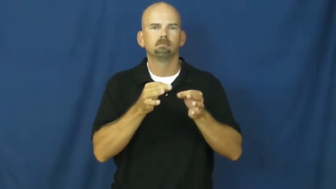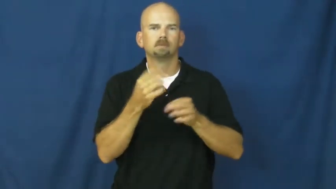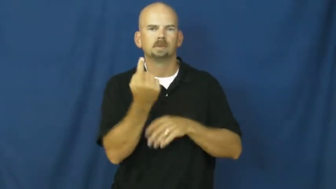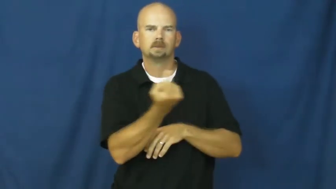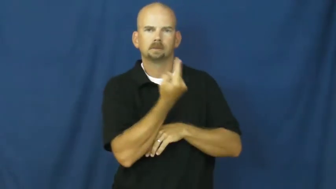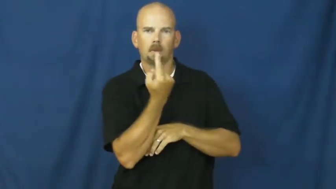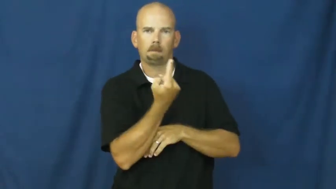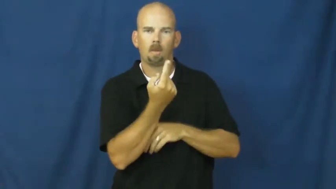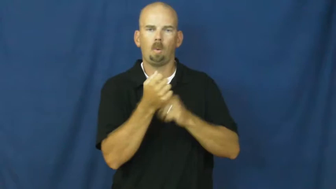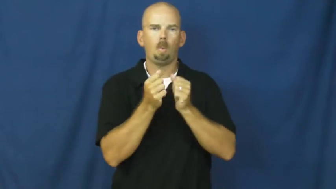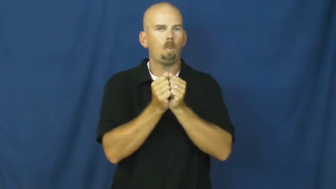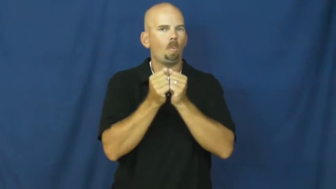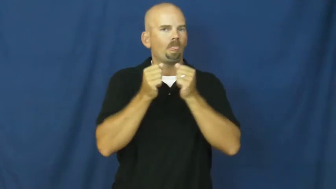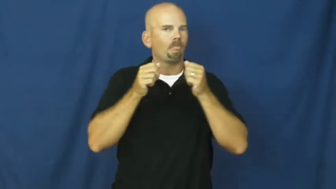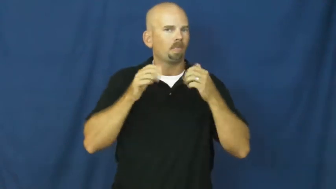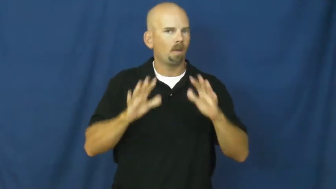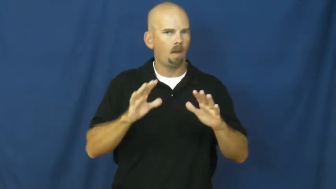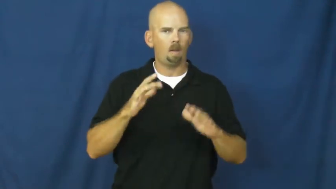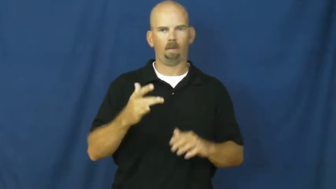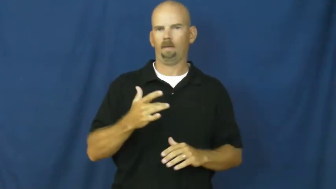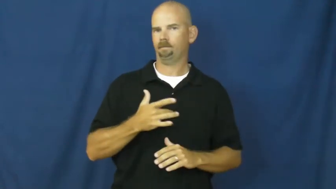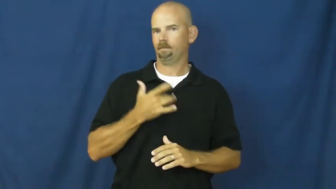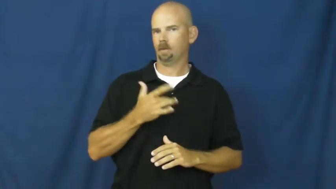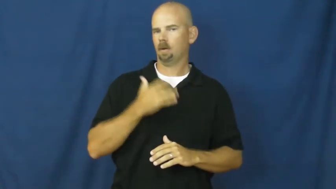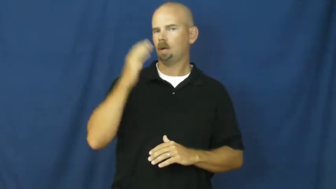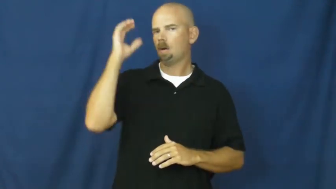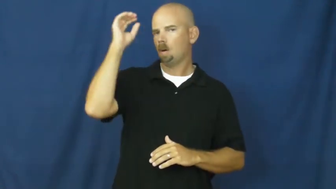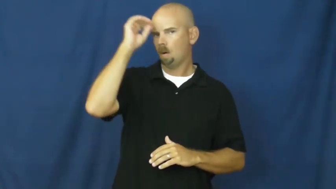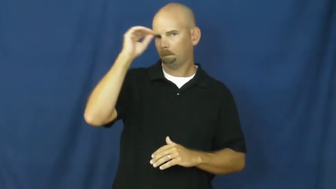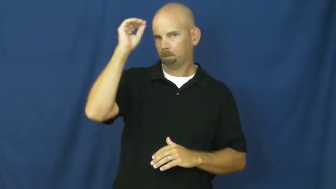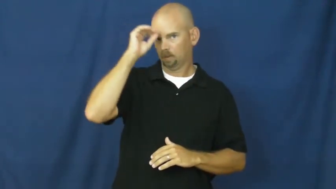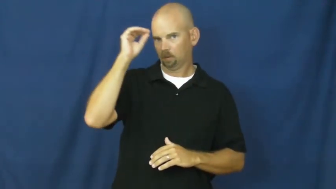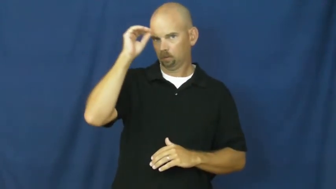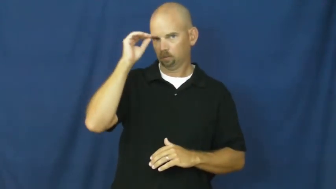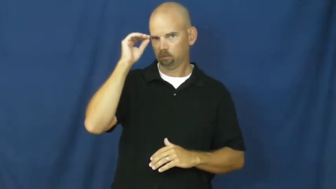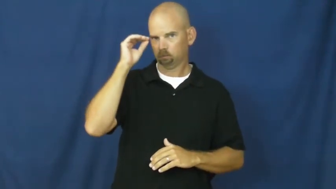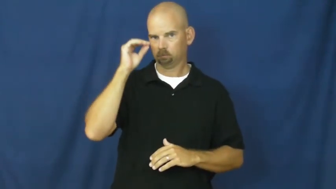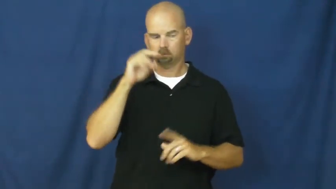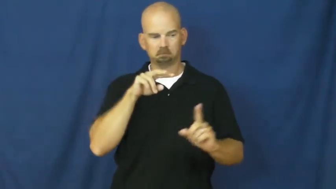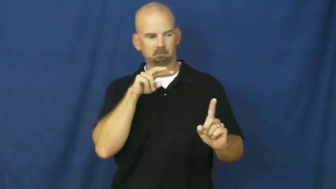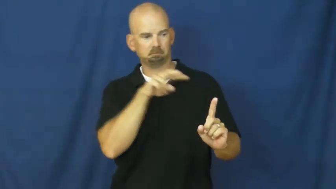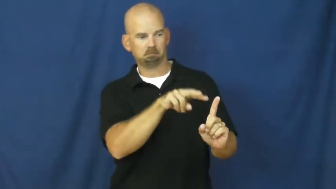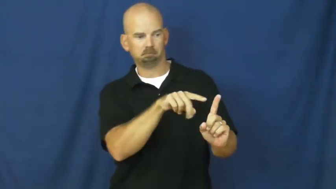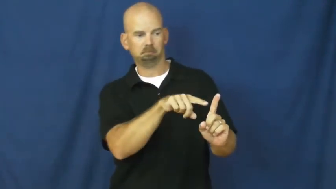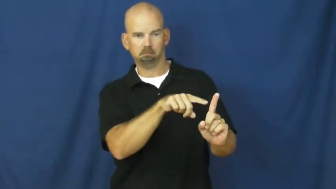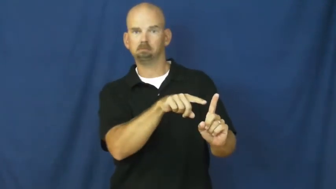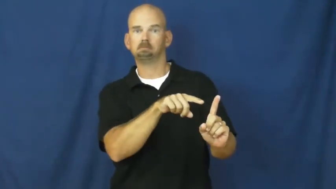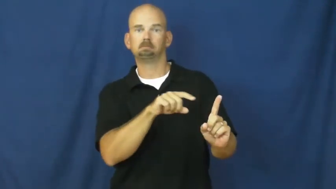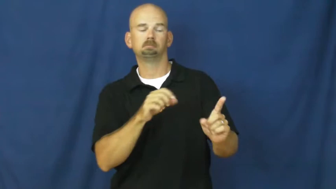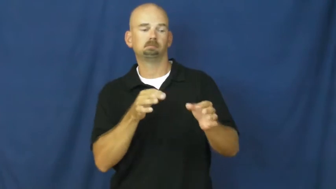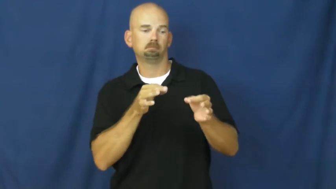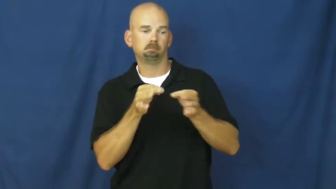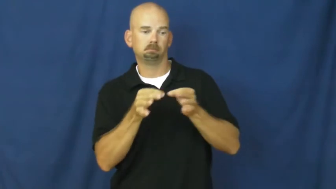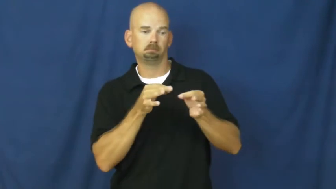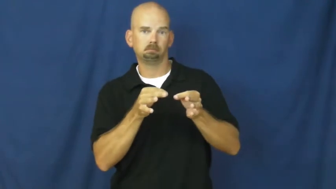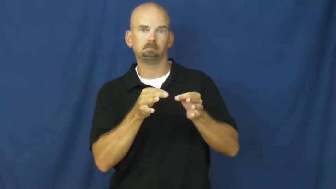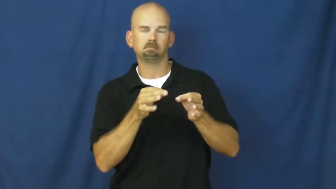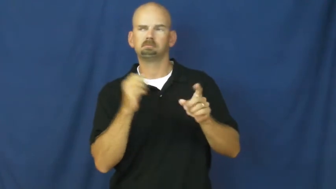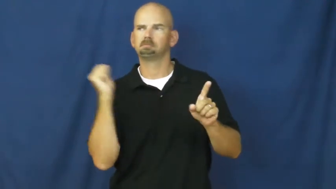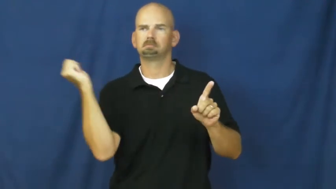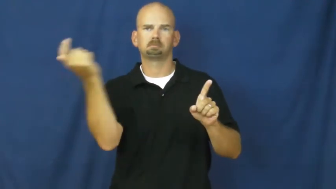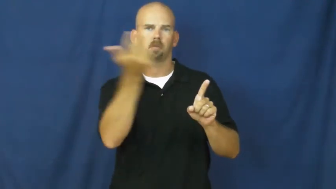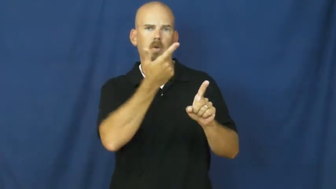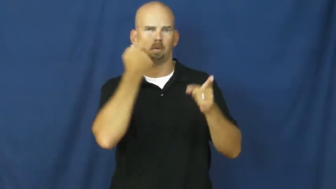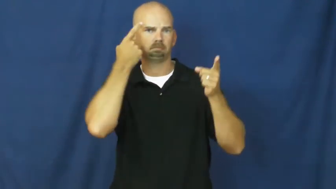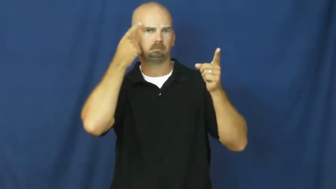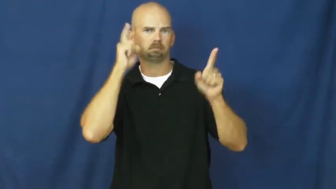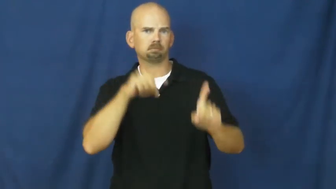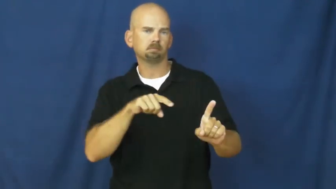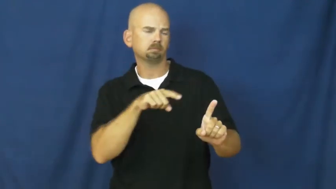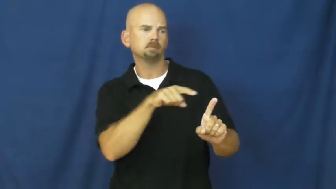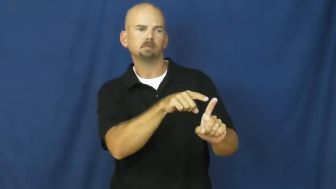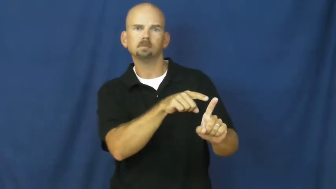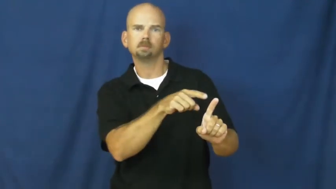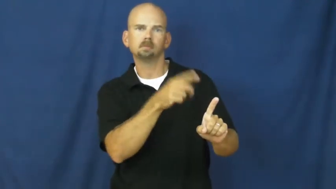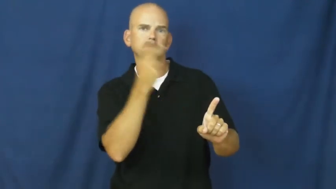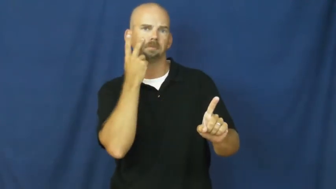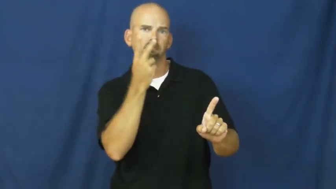objective-adjective